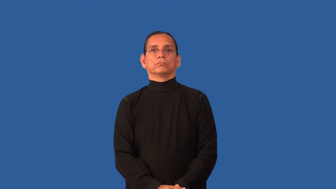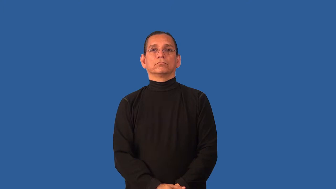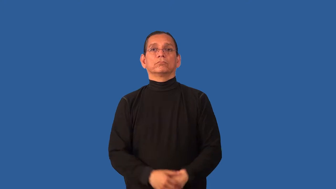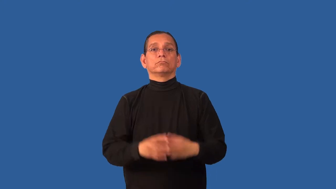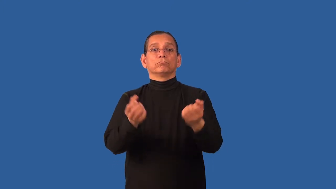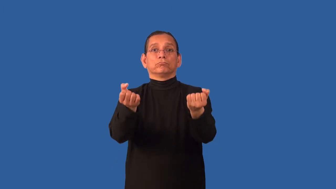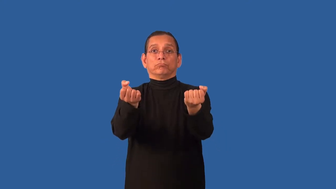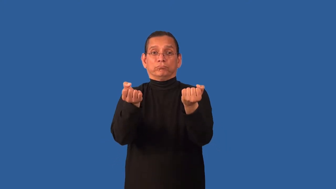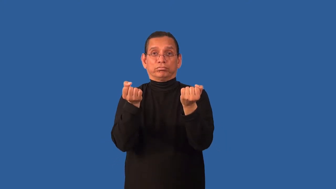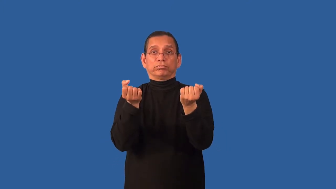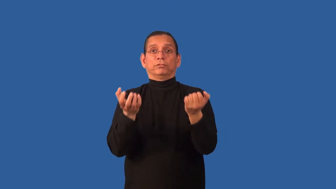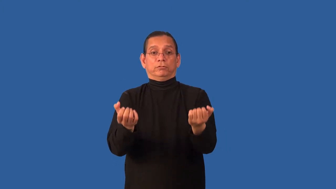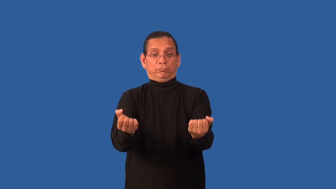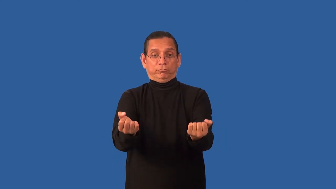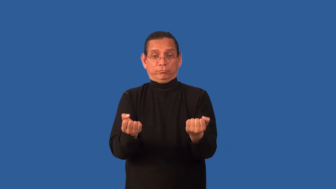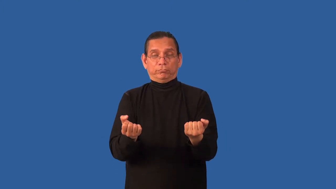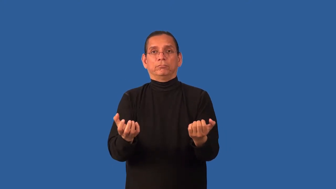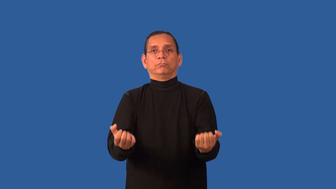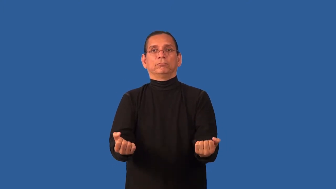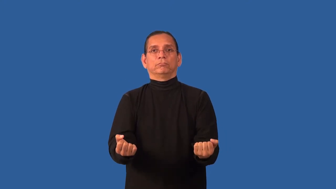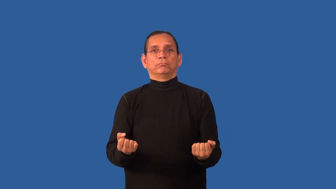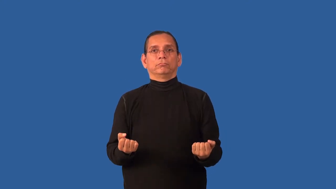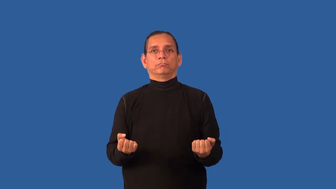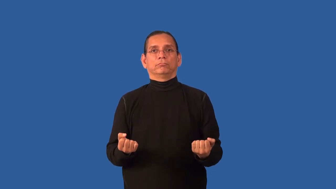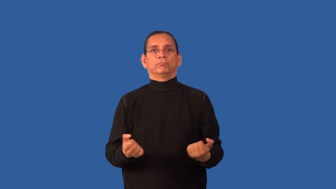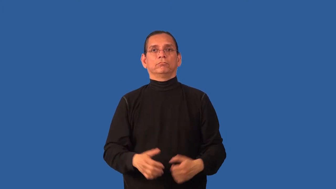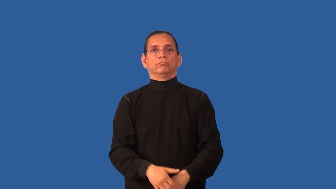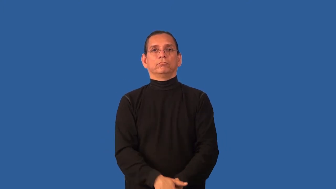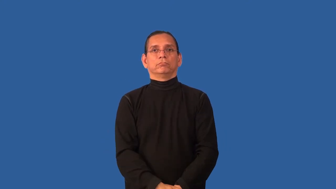bureau-dresser